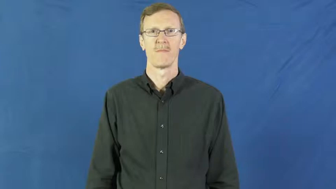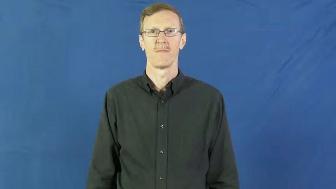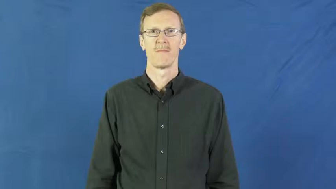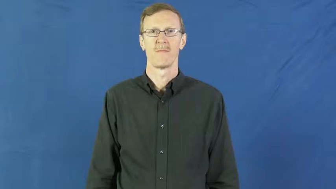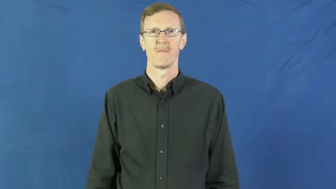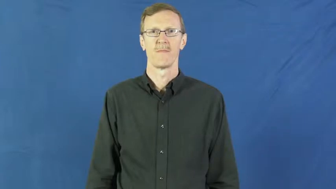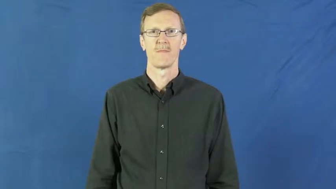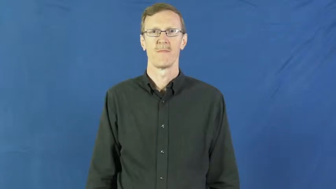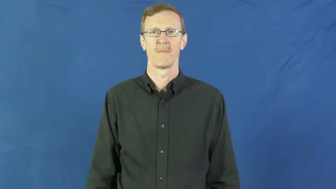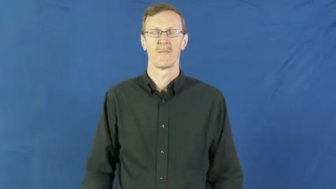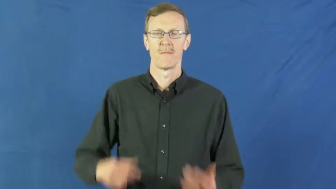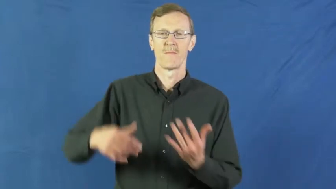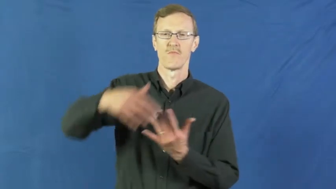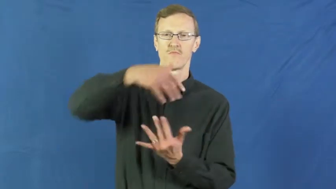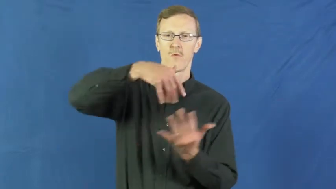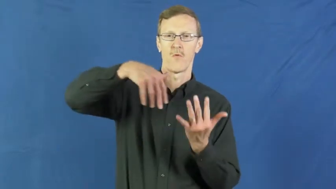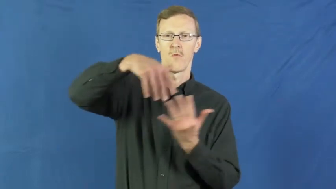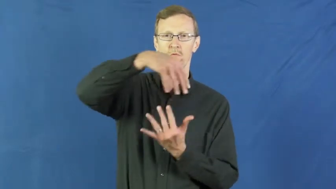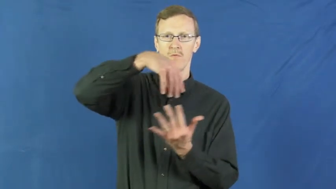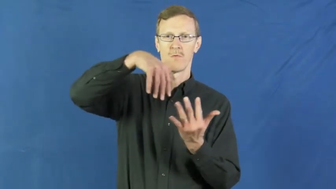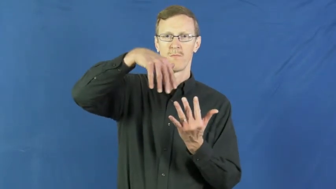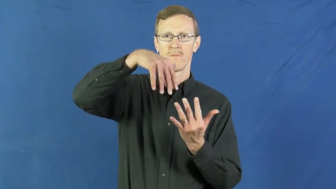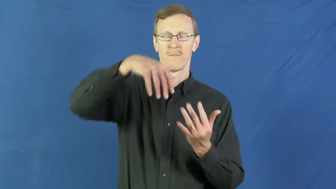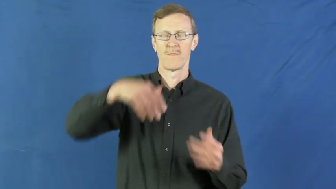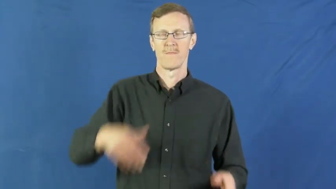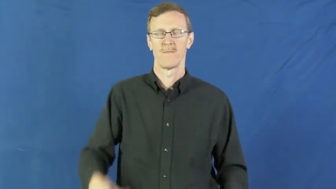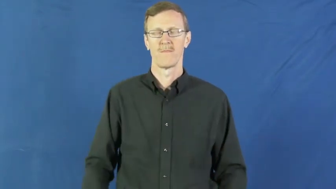swirl around,whirl around